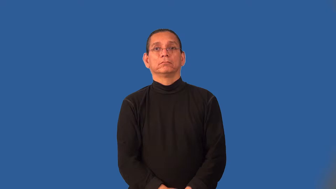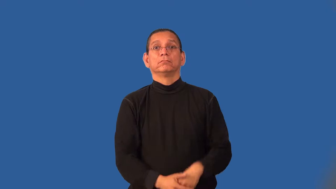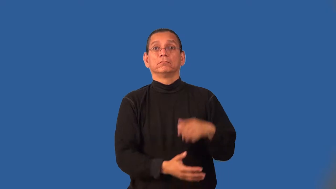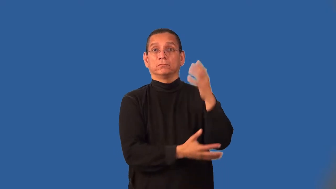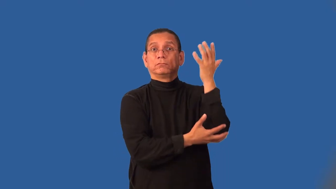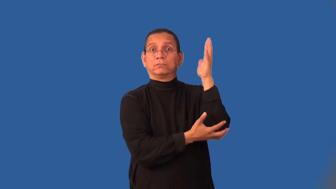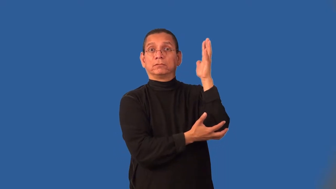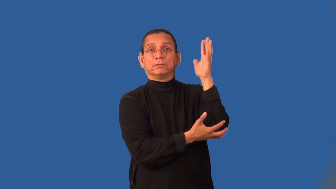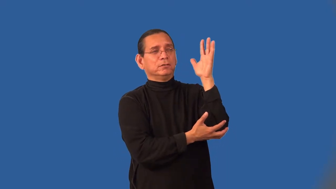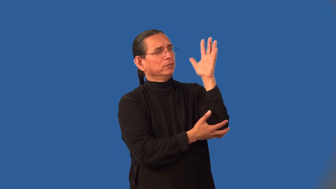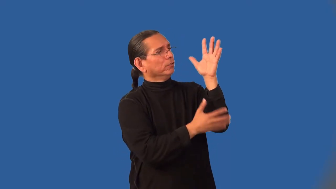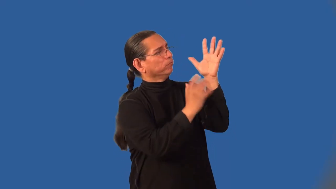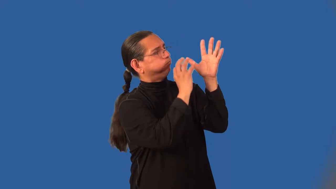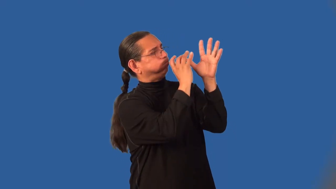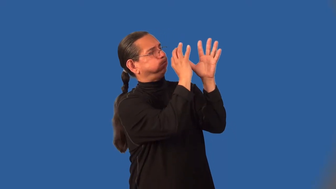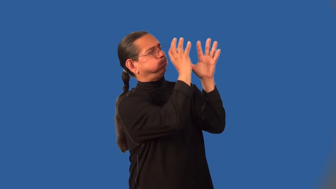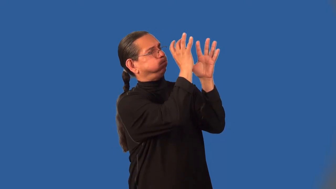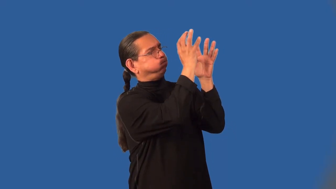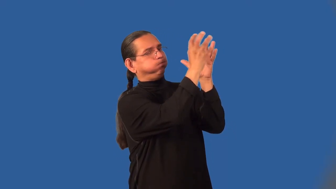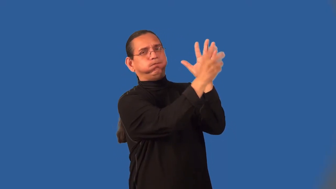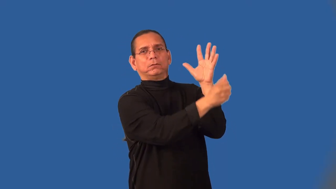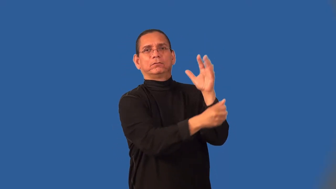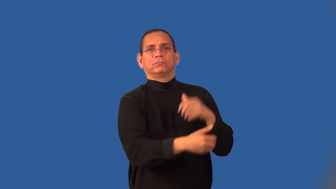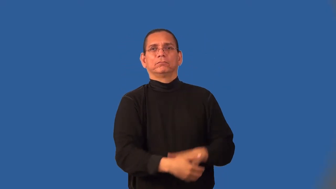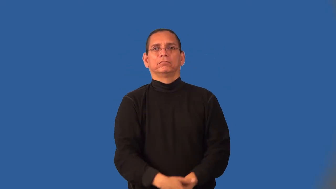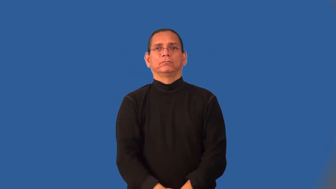leafy